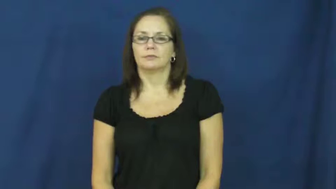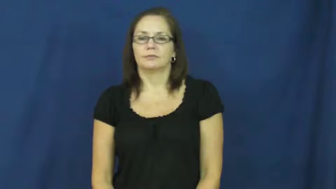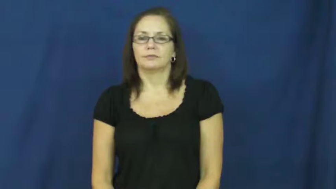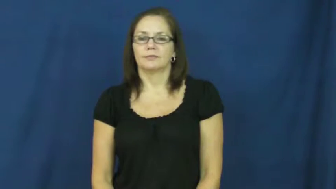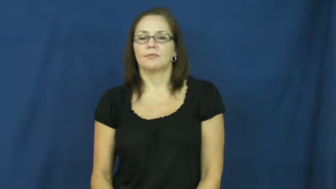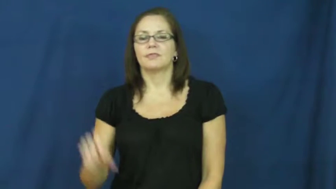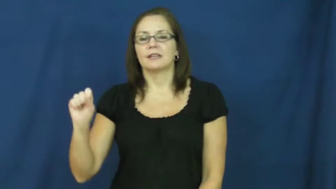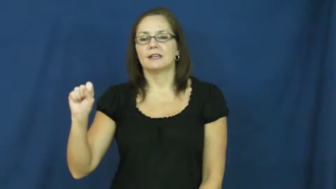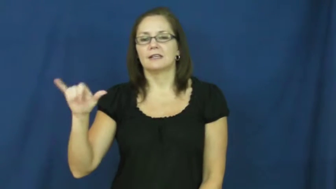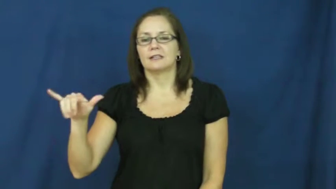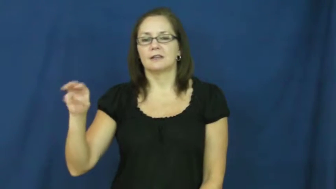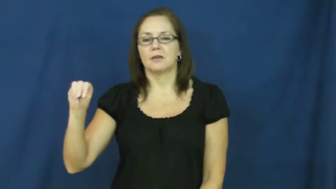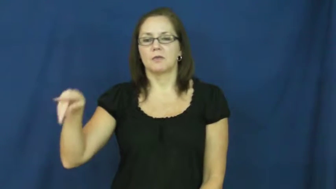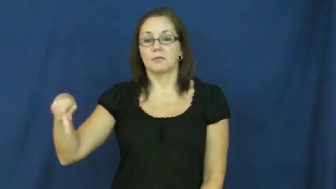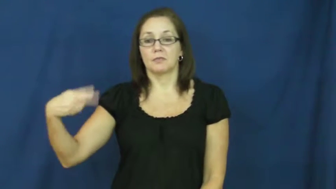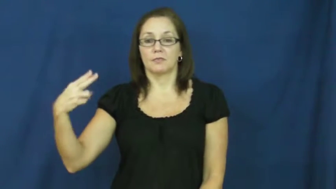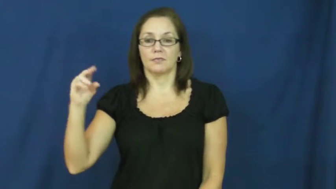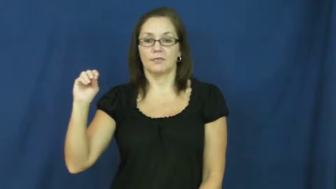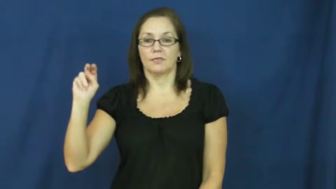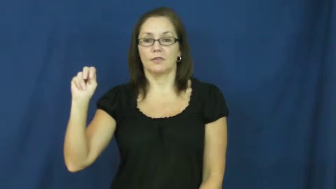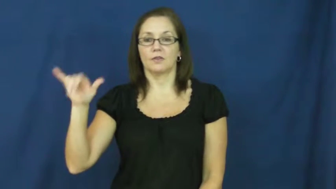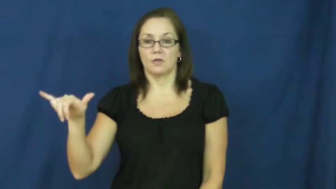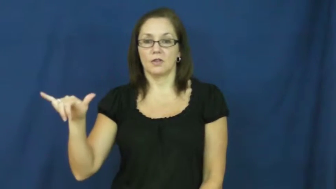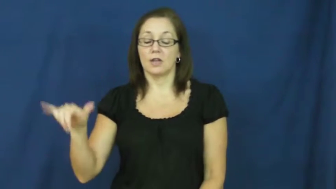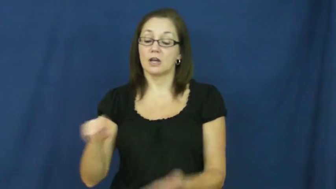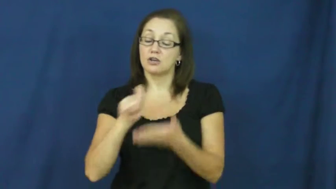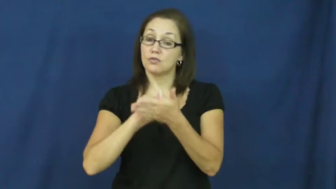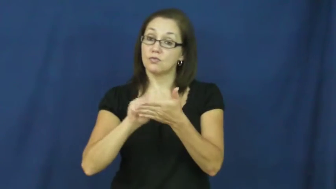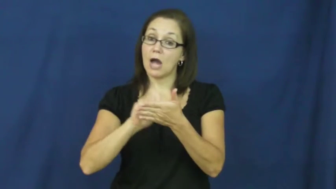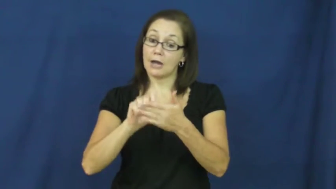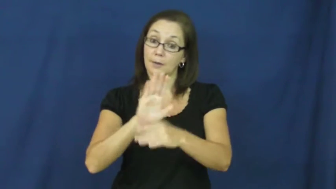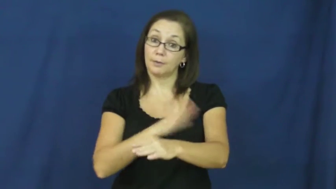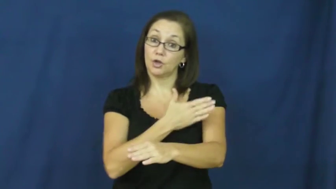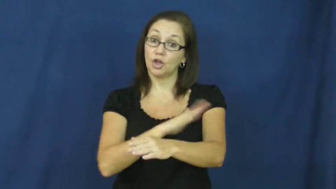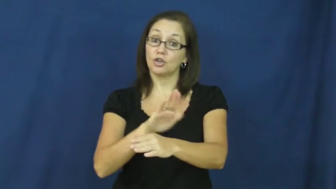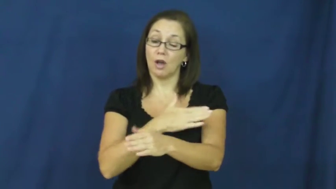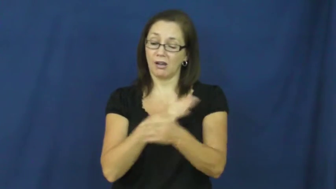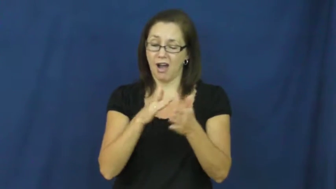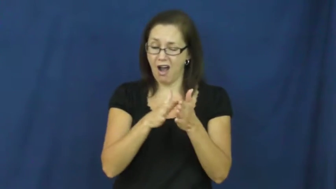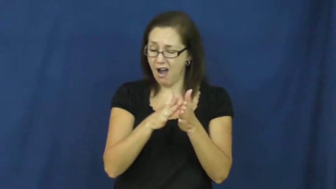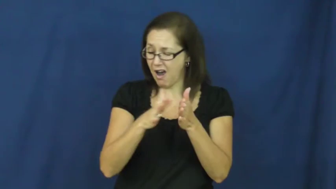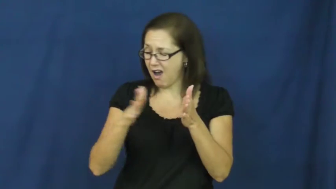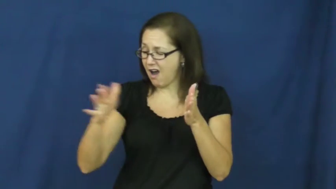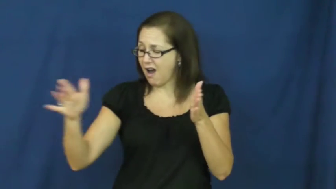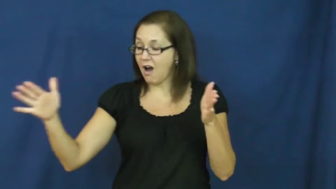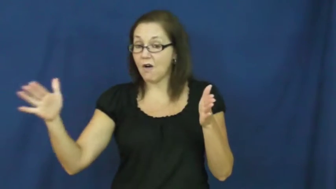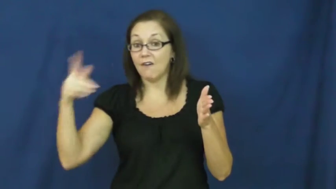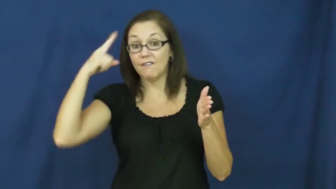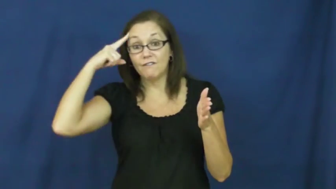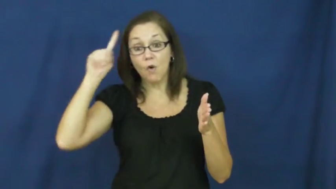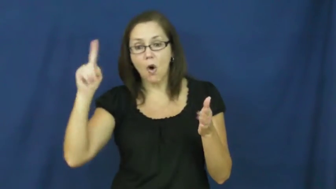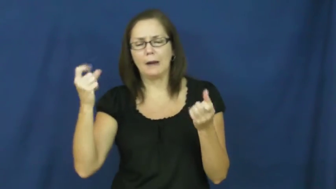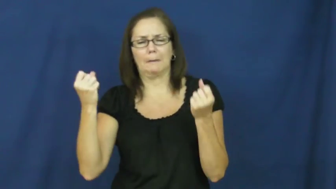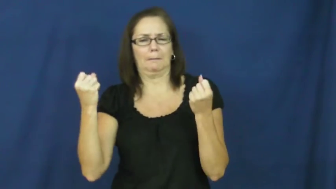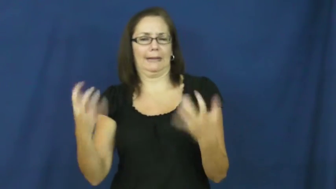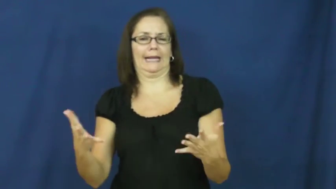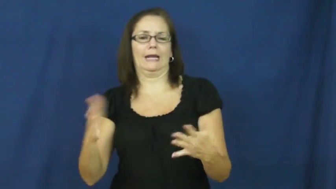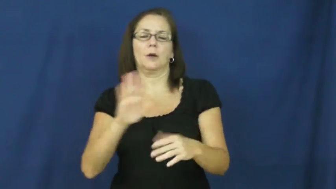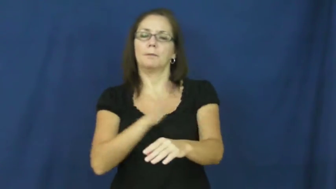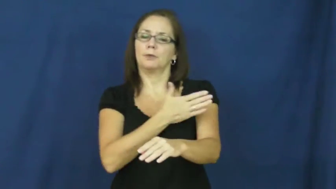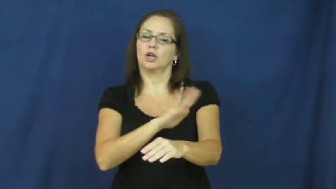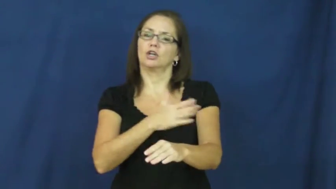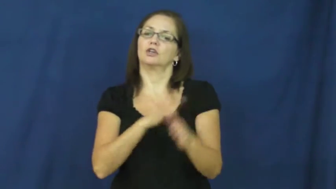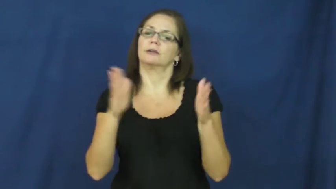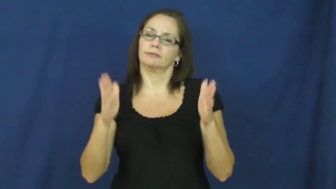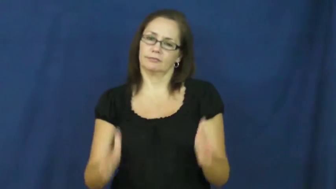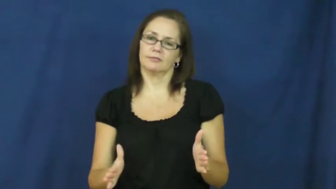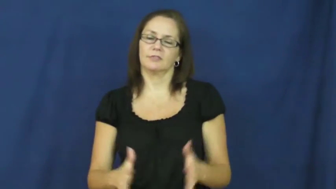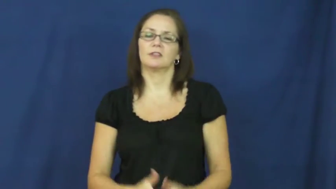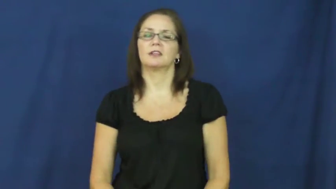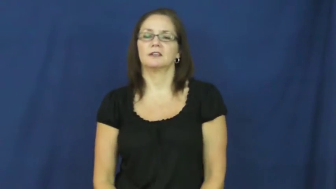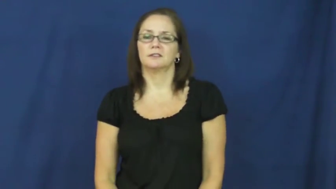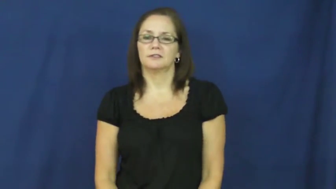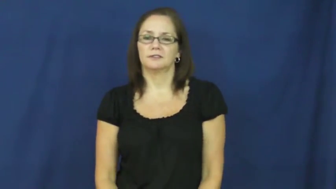symphony-music